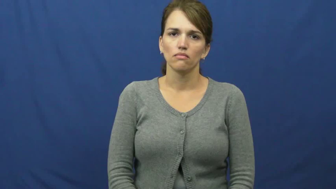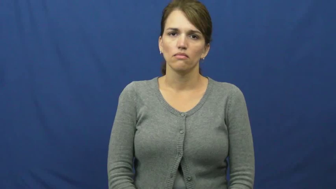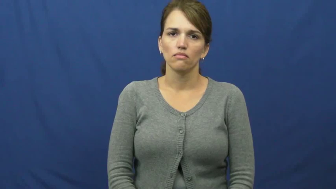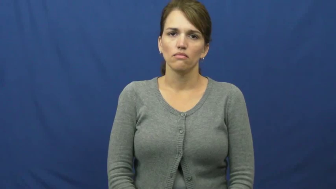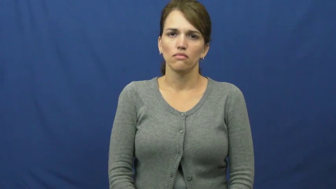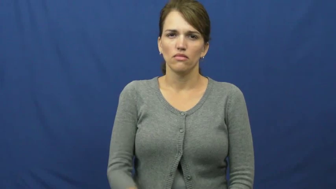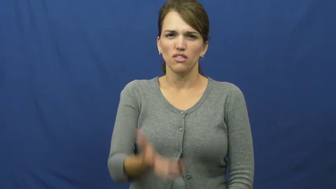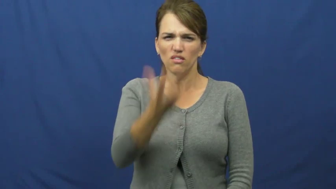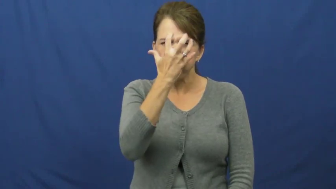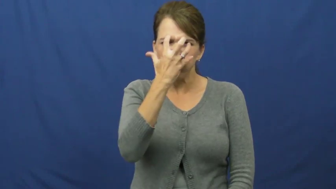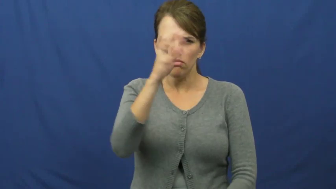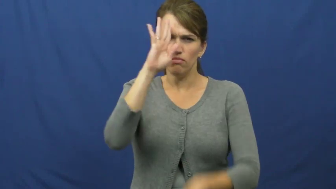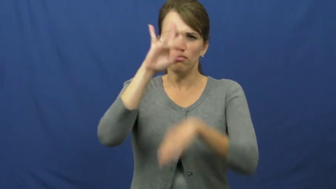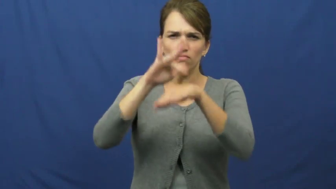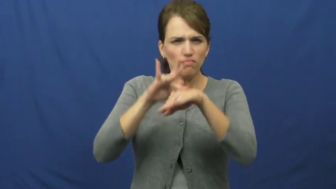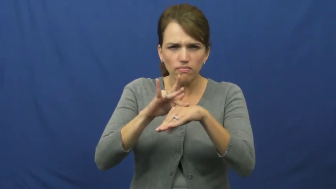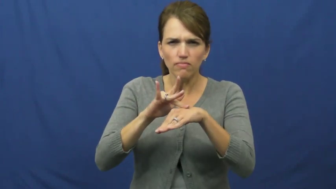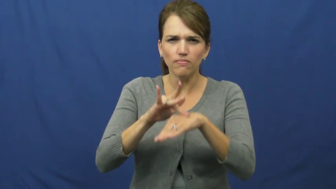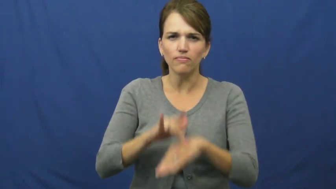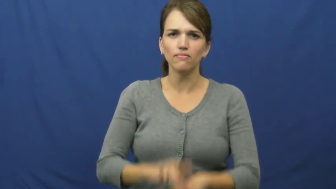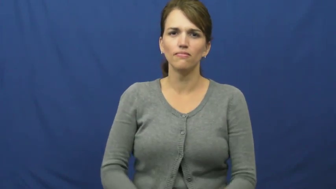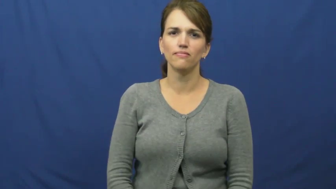grudge,have against,hold against